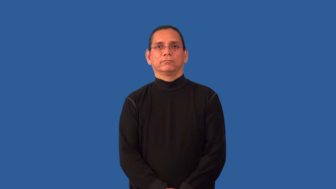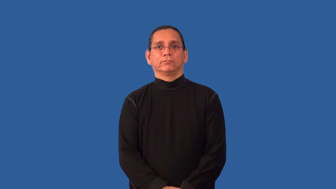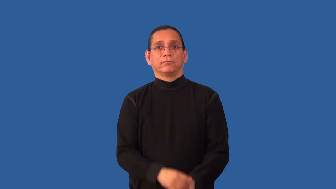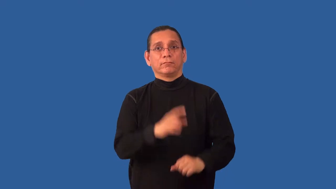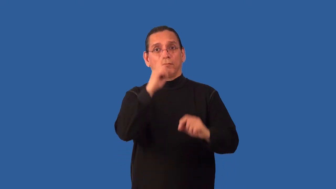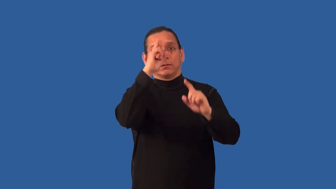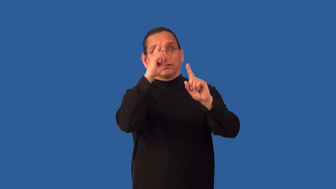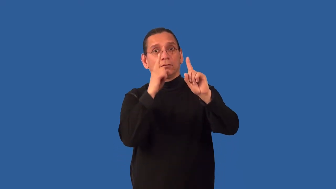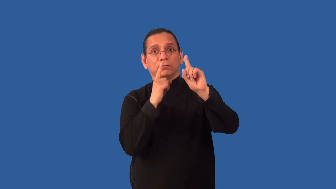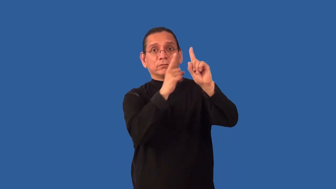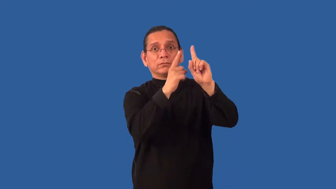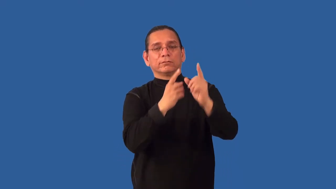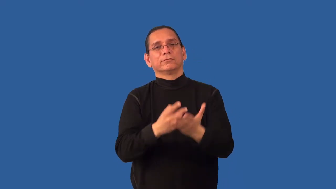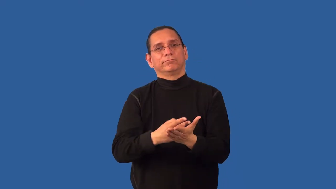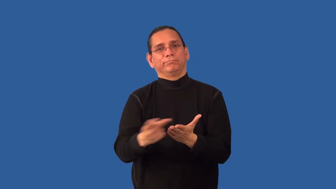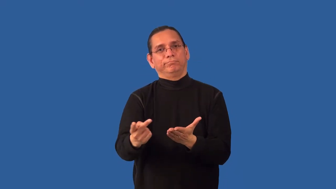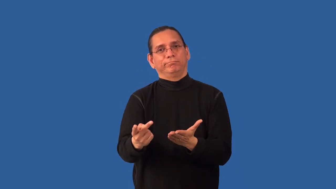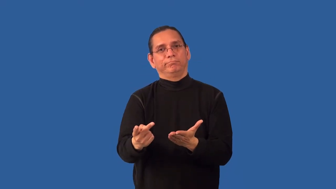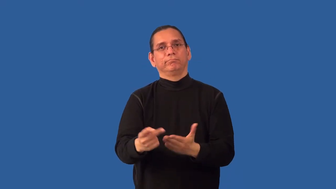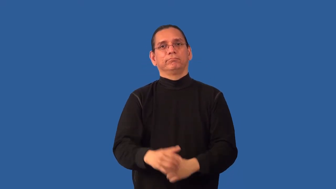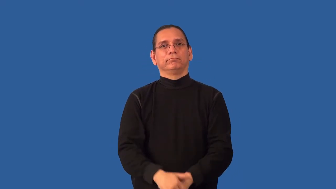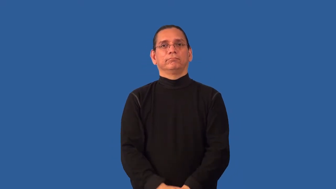misfire-plans